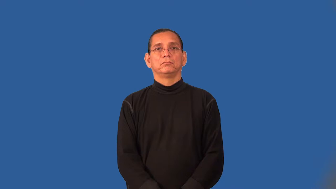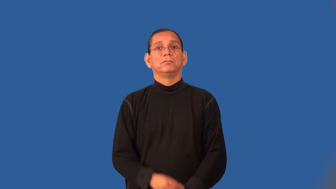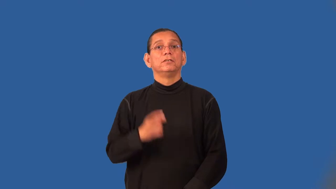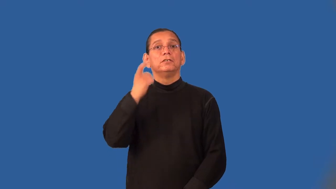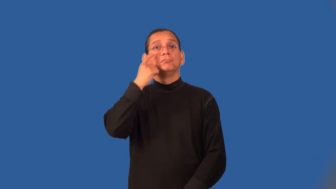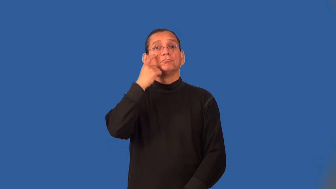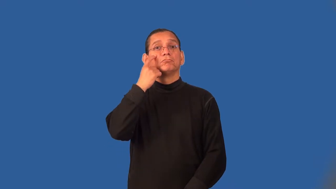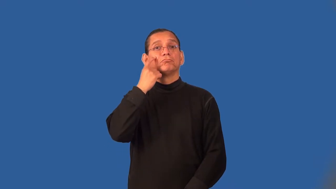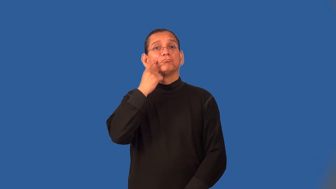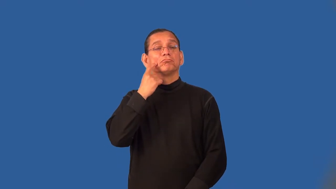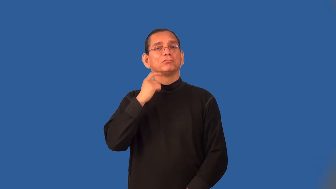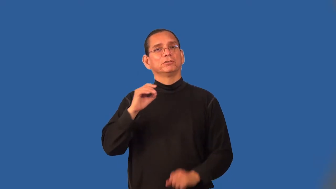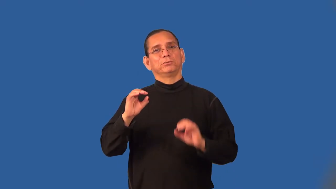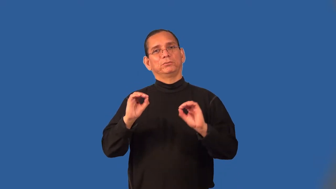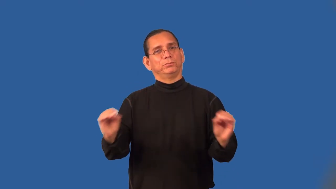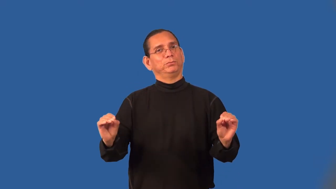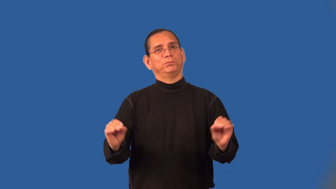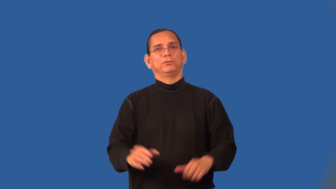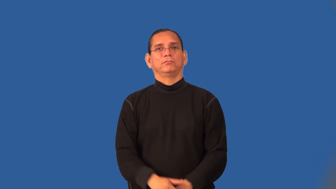tearless